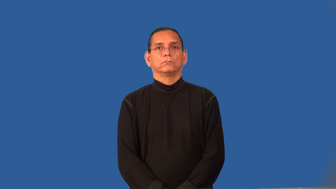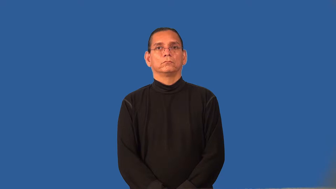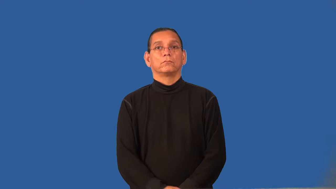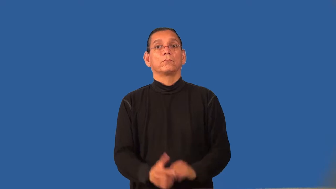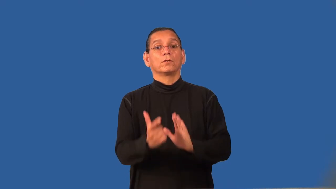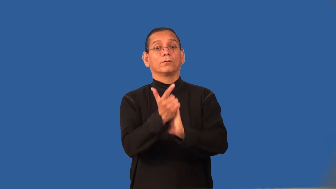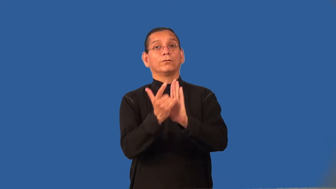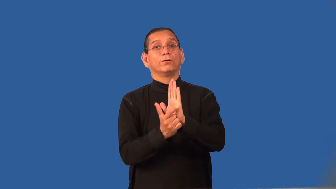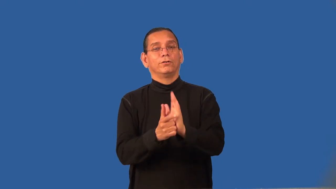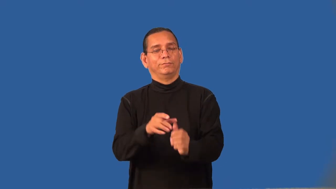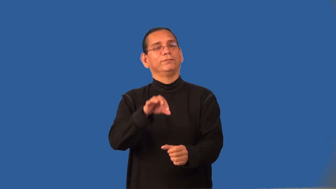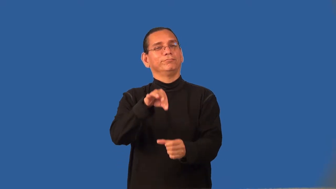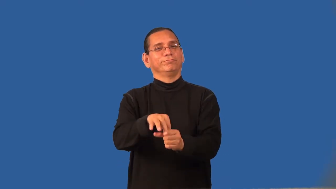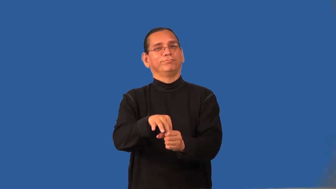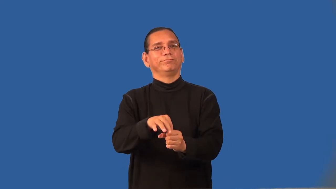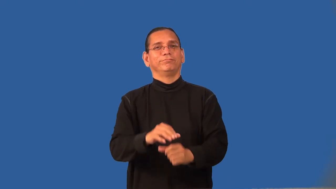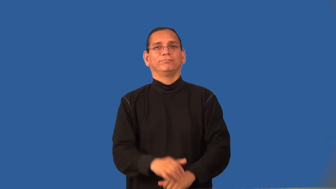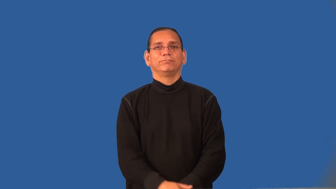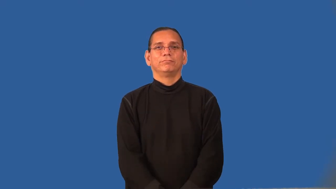referendum